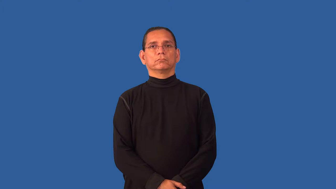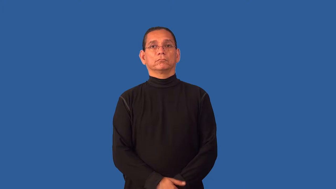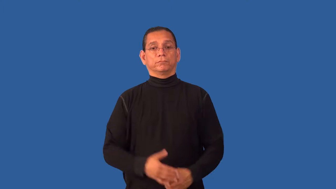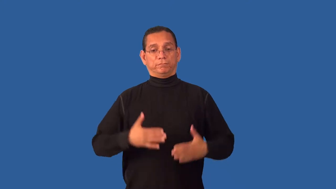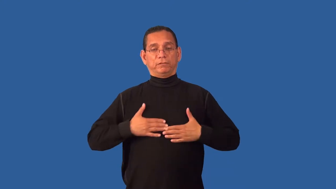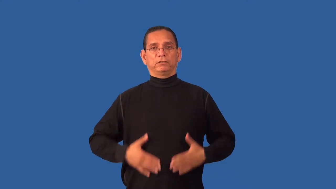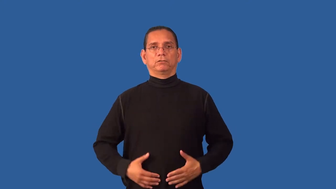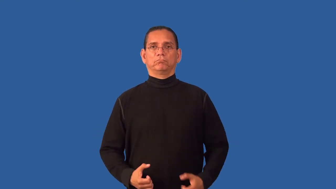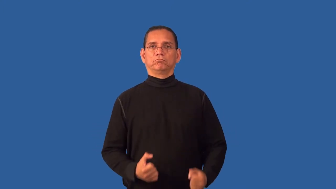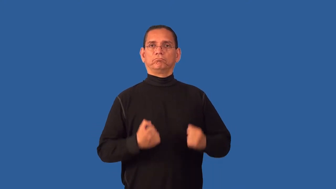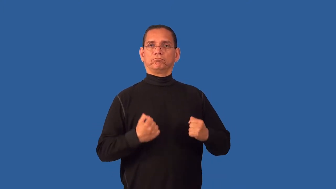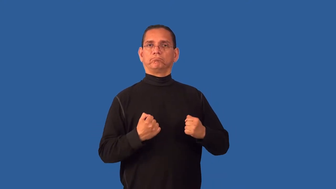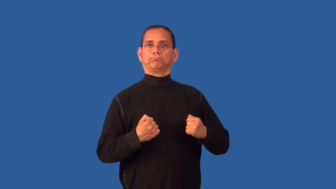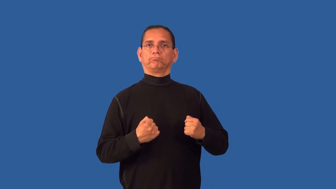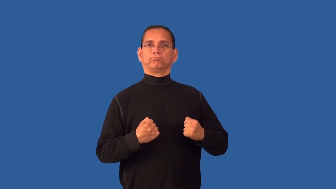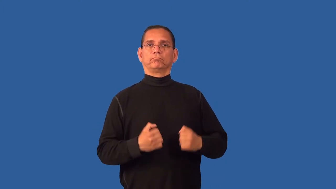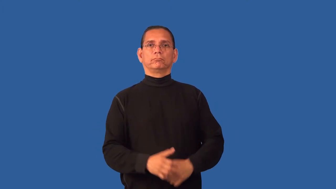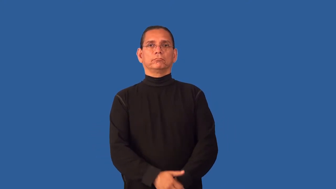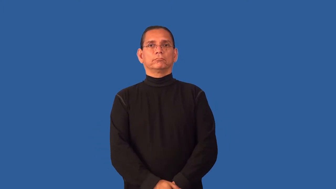fettle,hale-physically fit